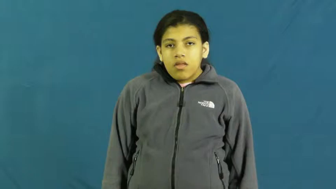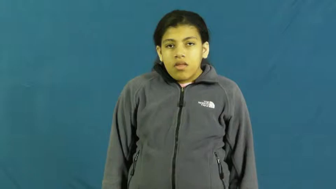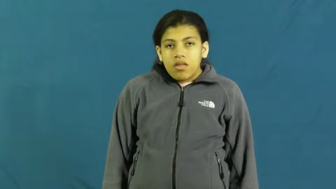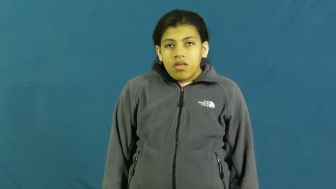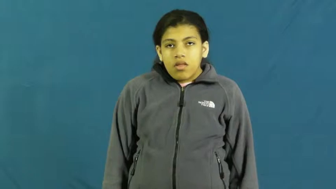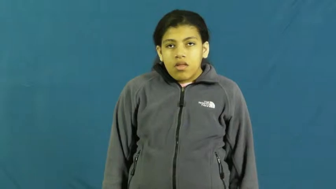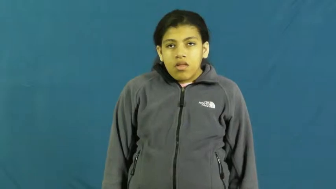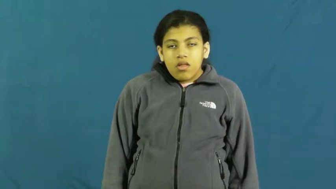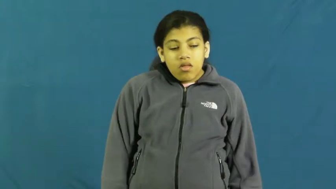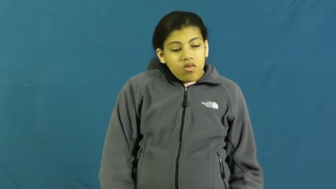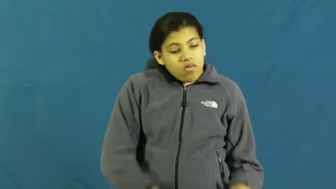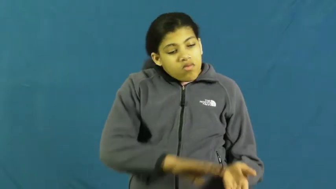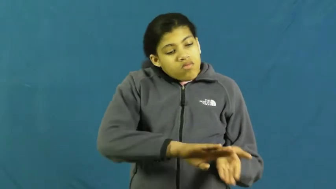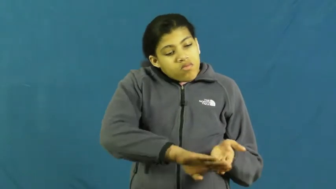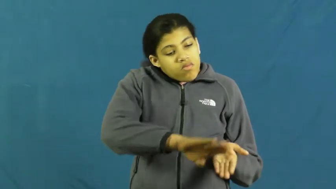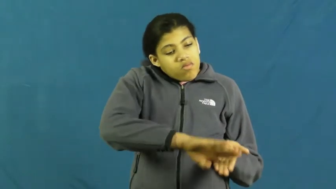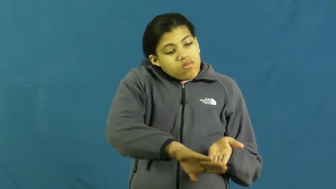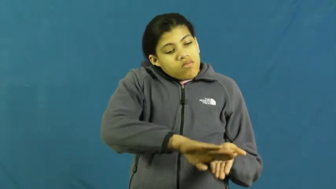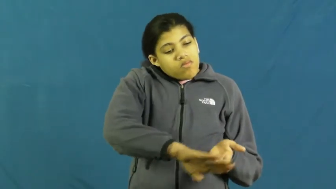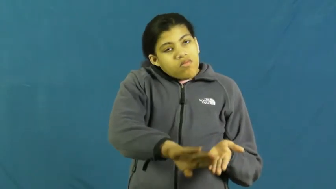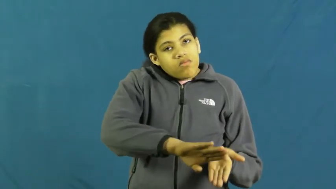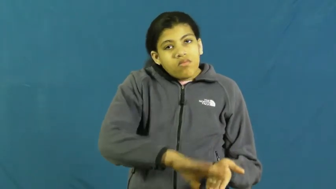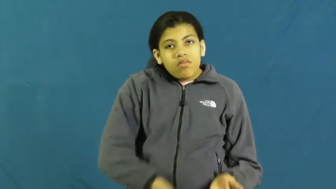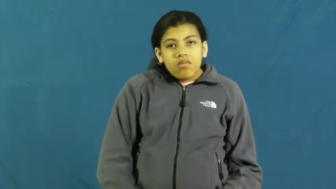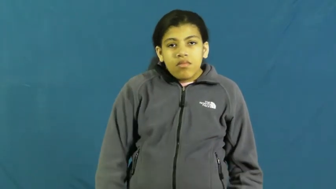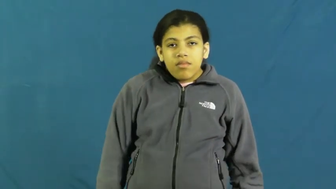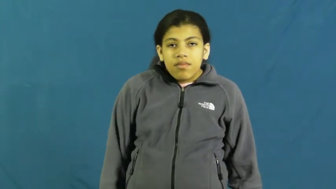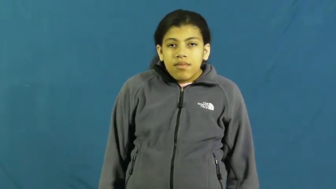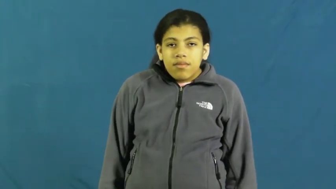pardon